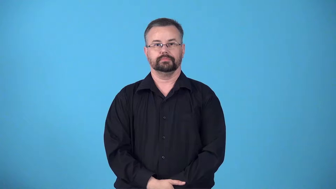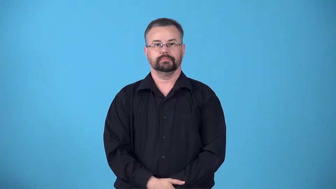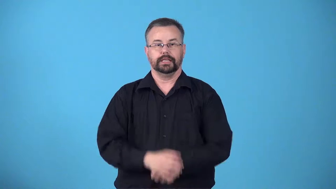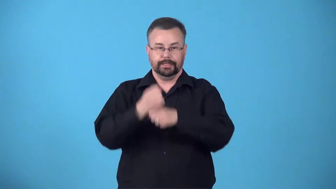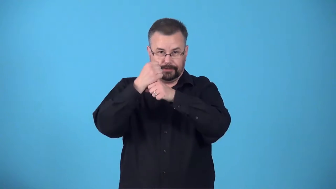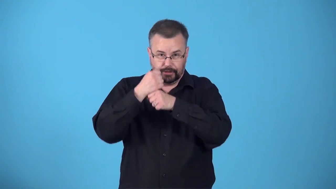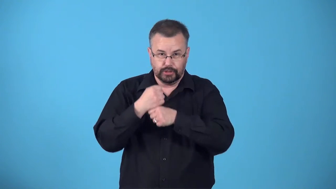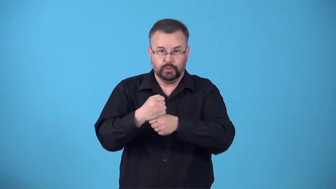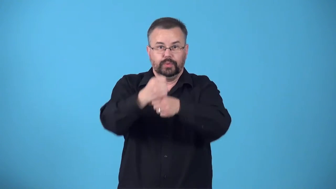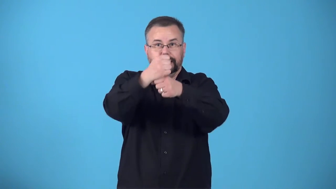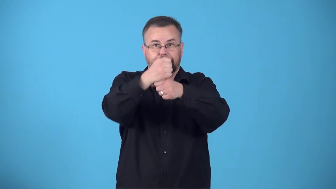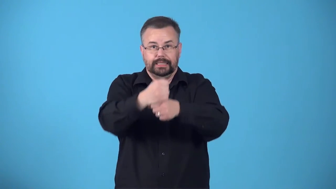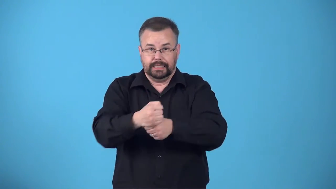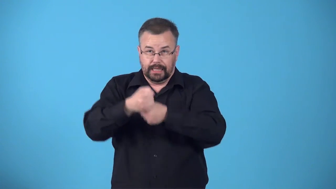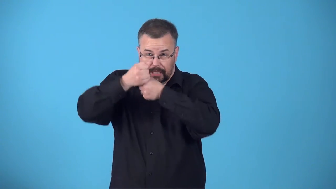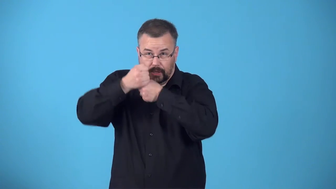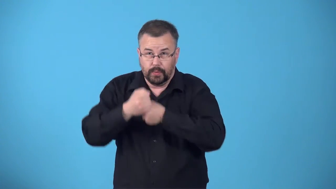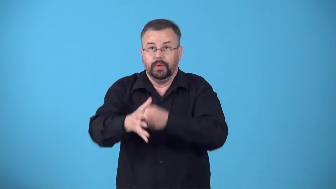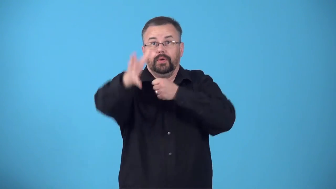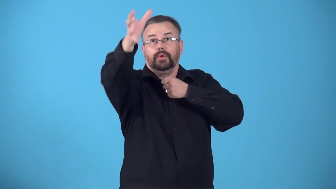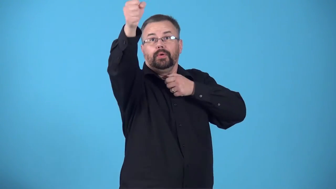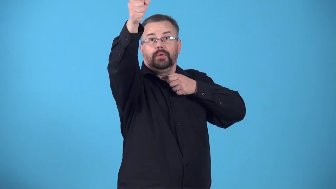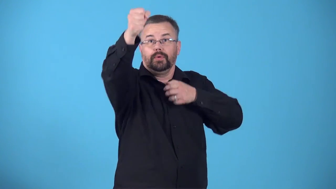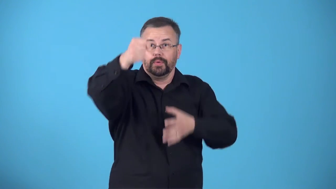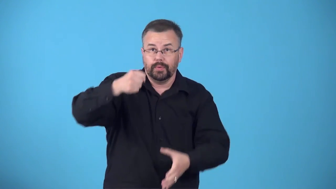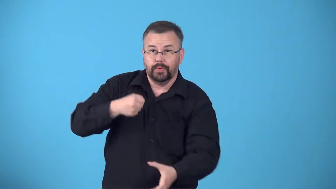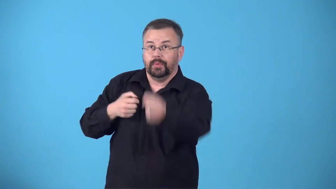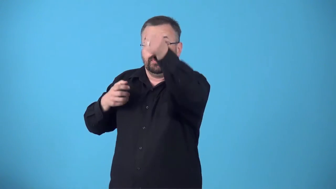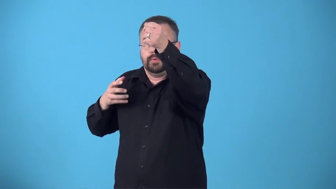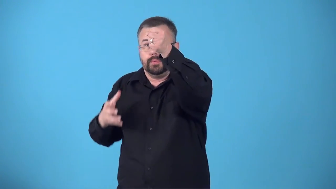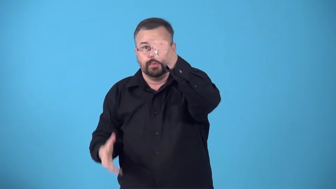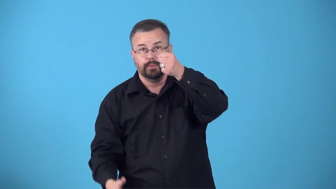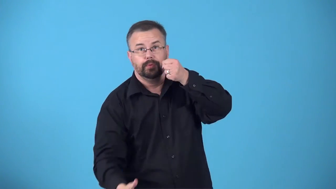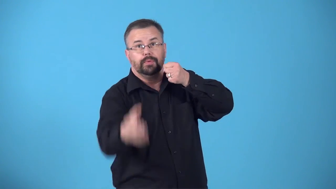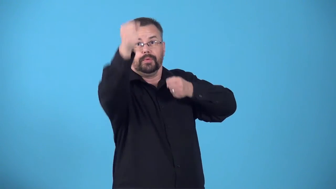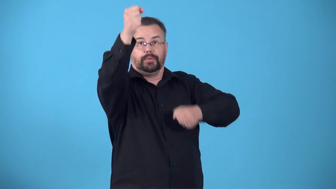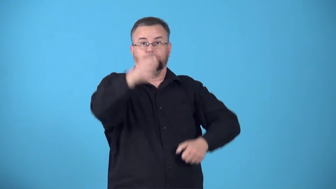brachiate-swing from one hold to the next